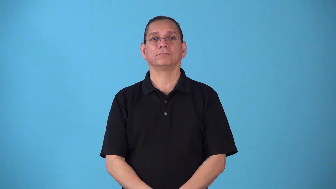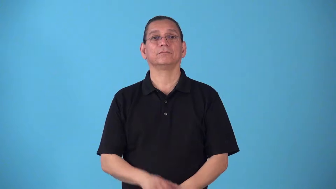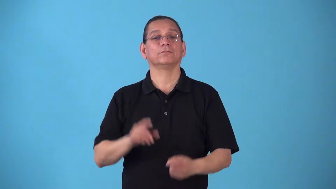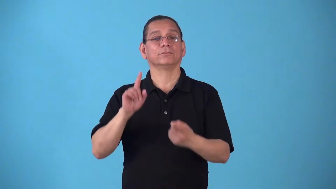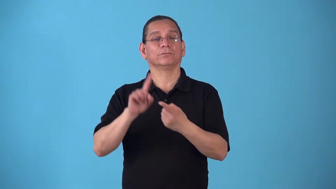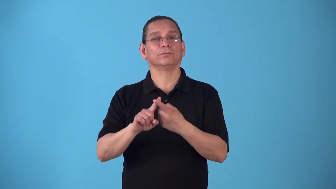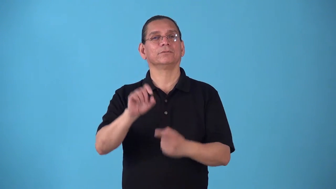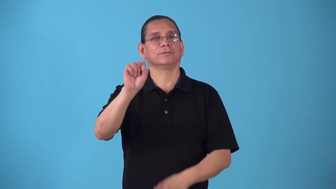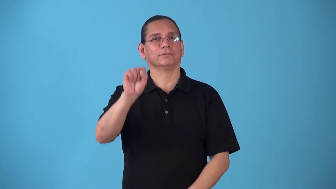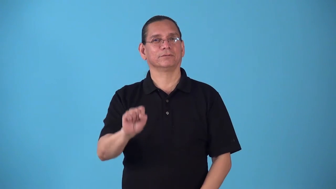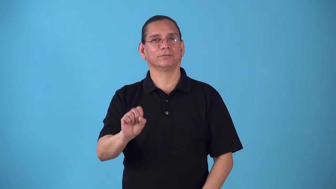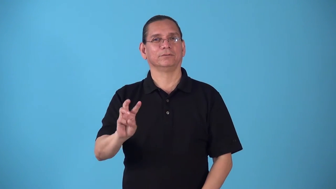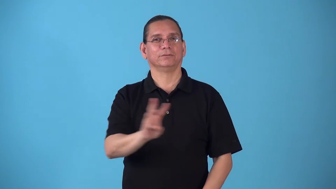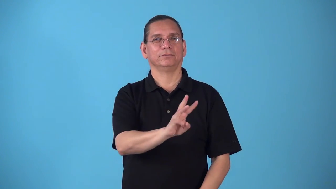southwestward,southwesterly